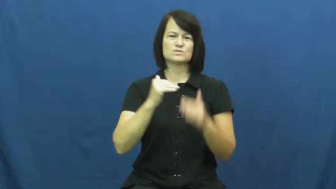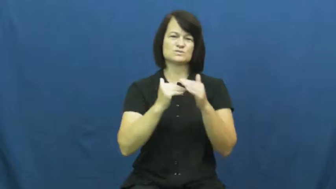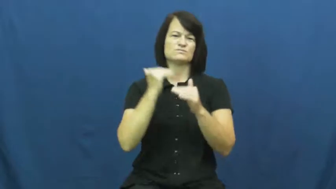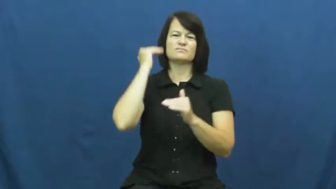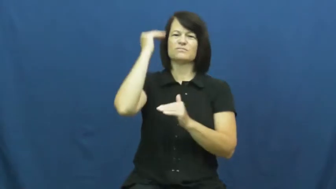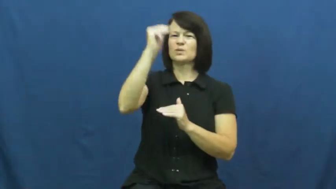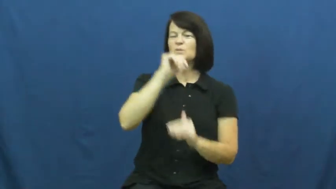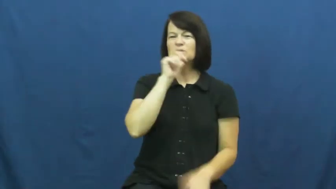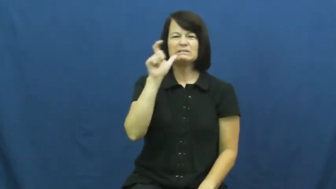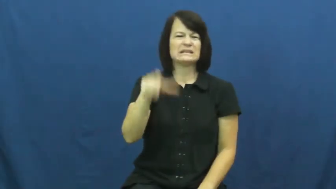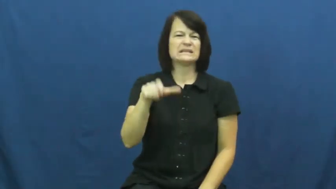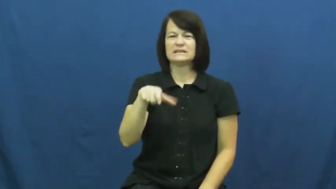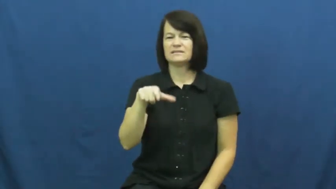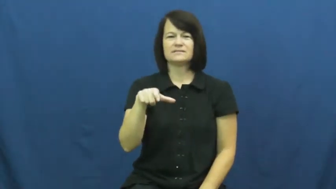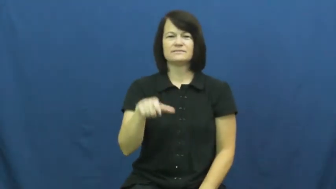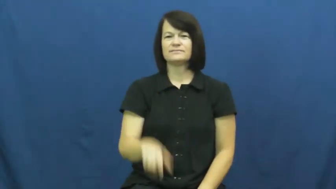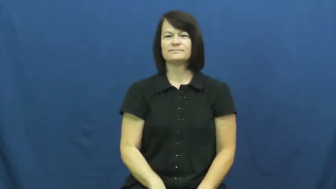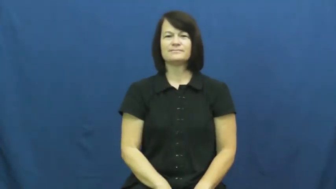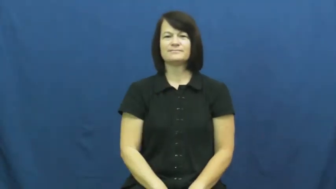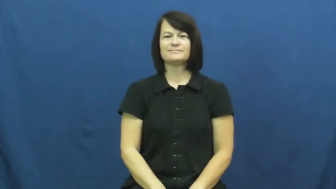superfluous,adjunct